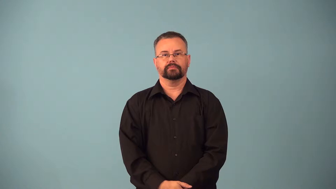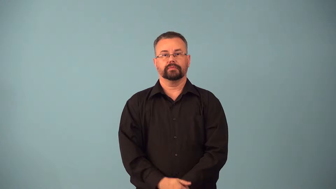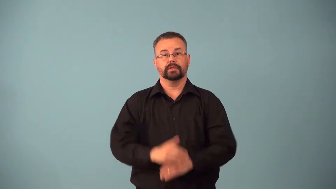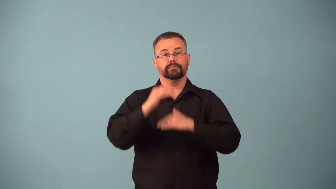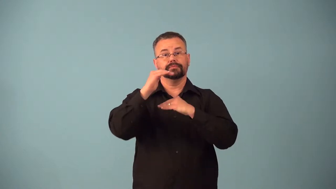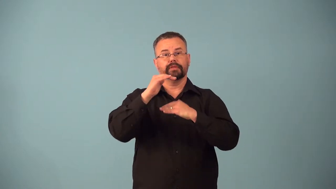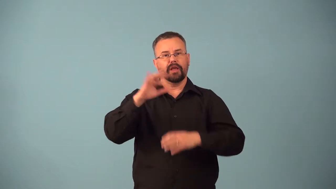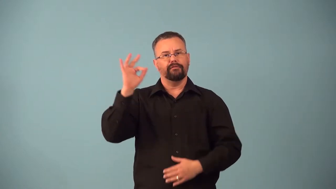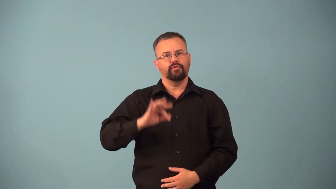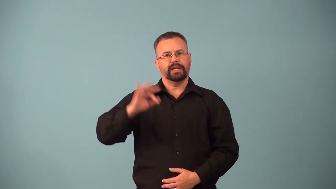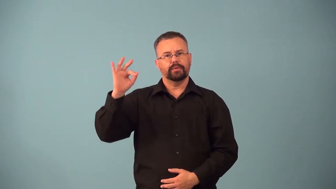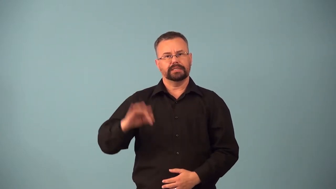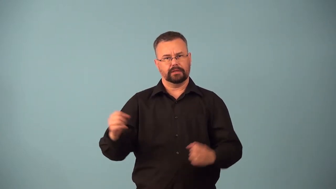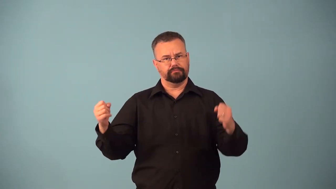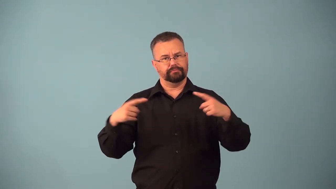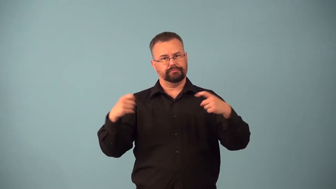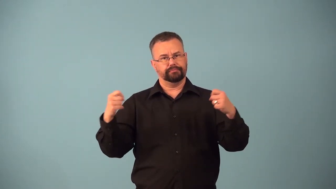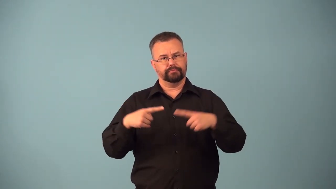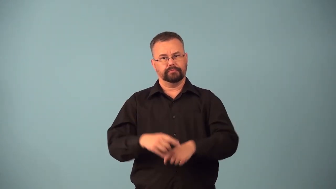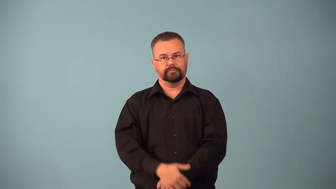bandwidth,waveband